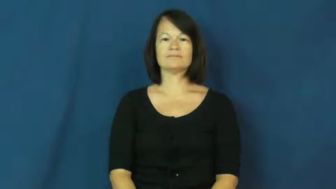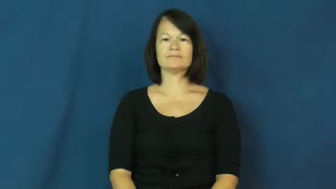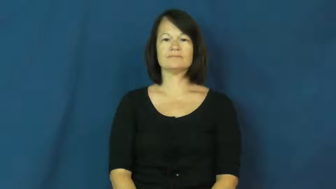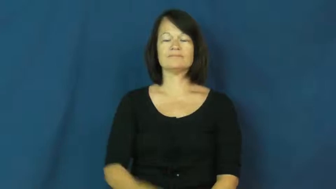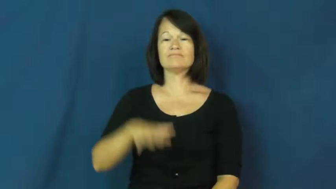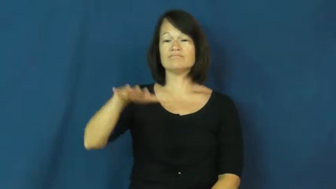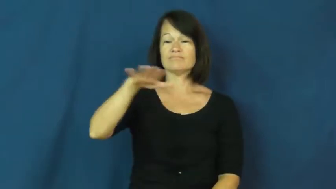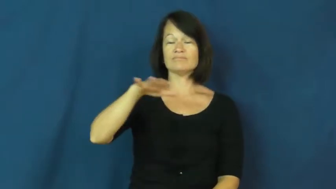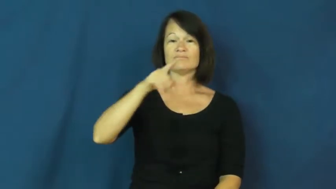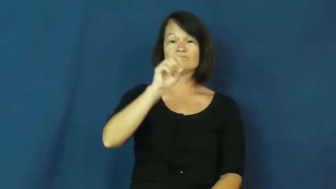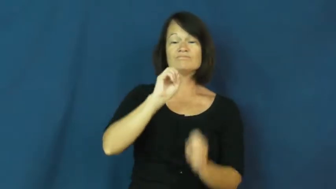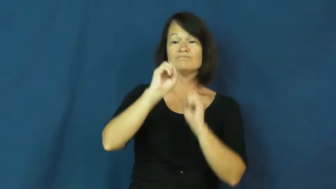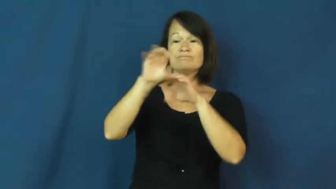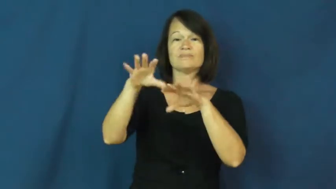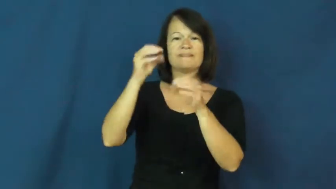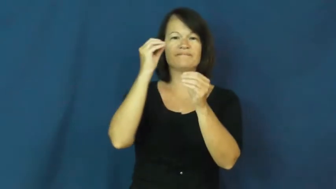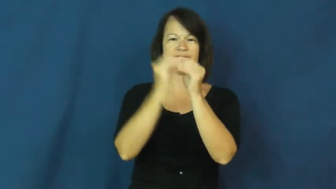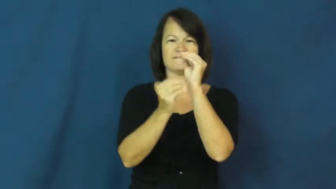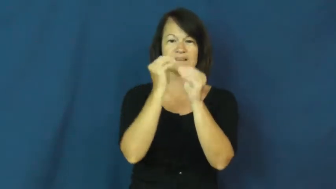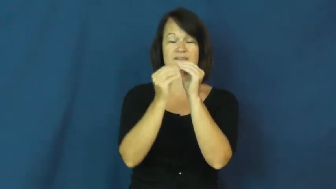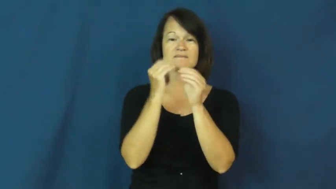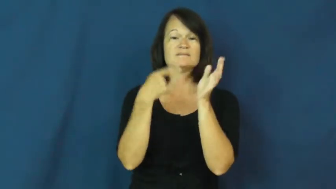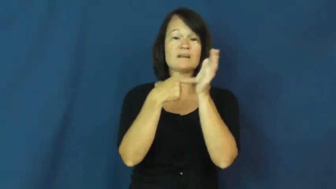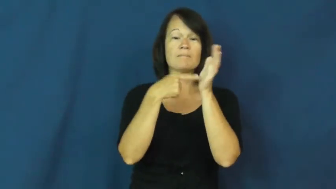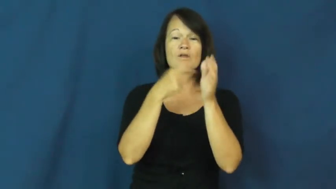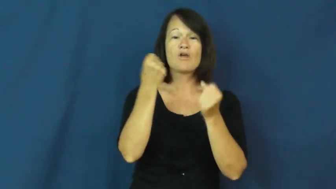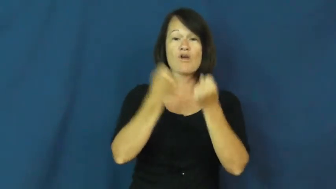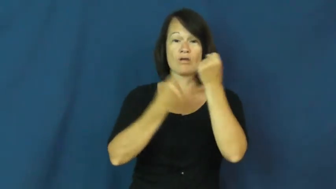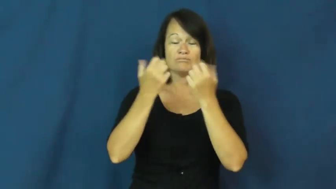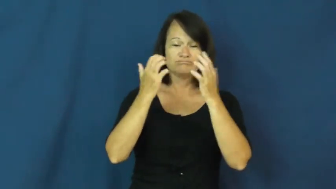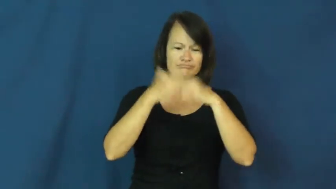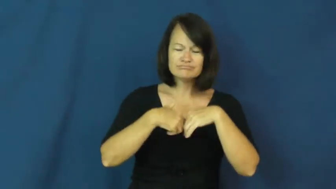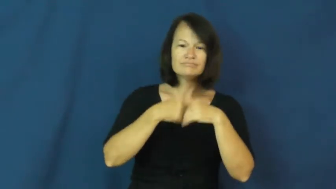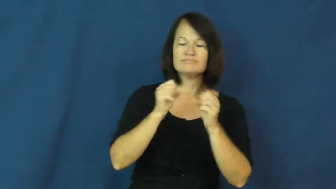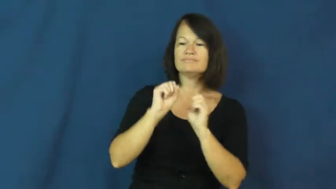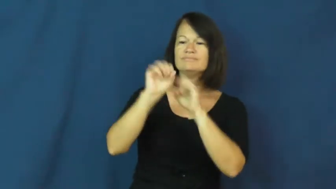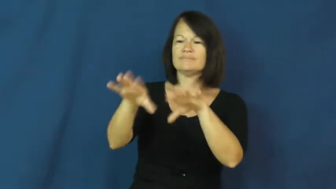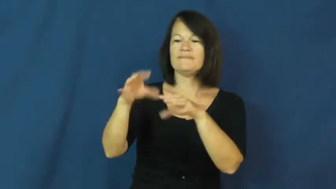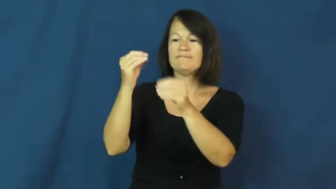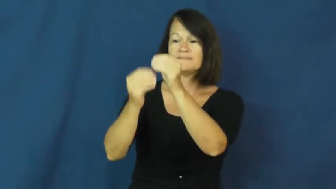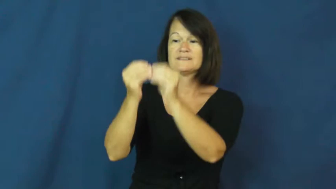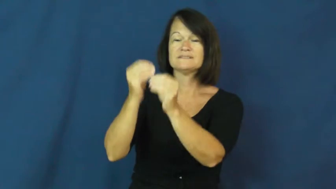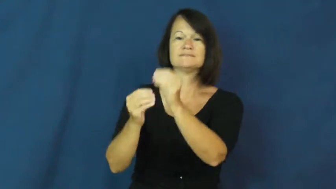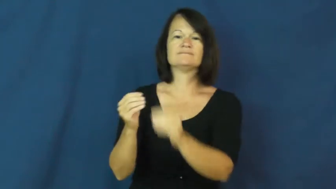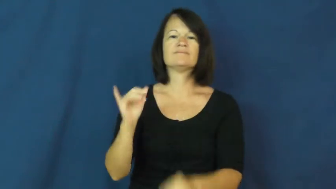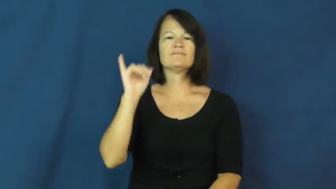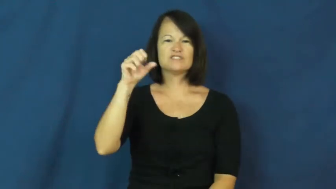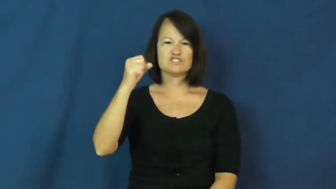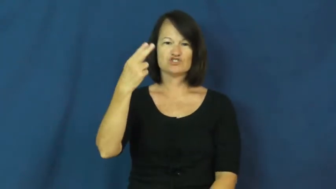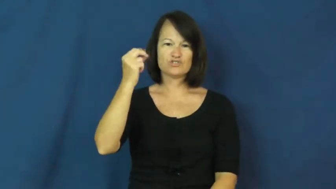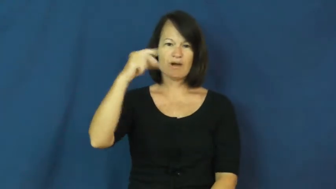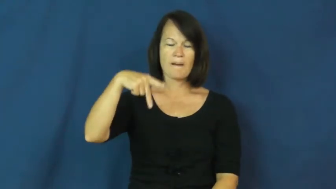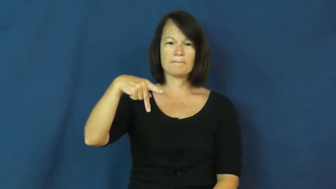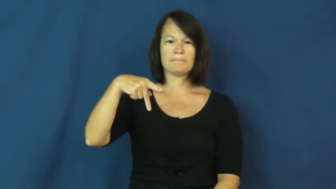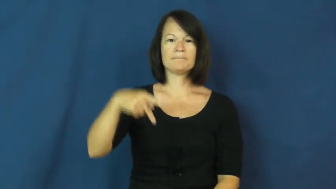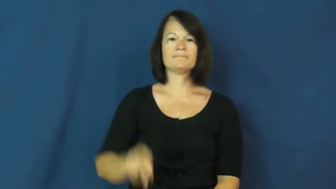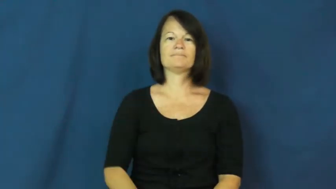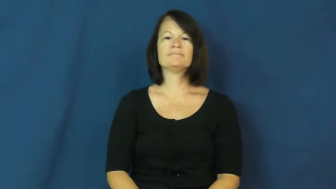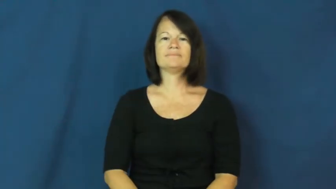shop-repair